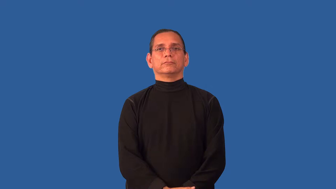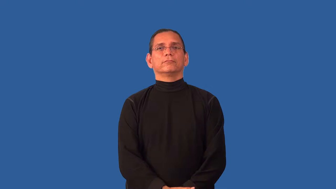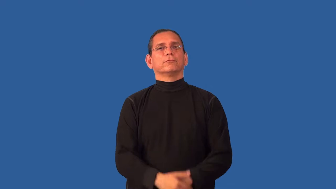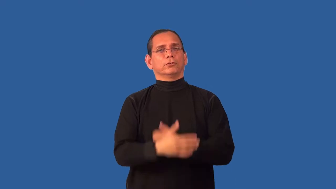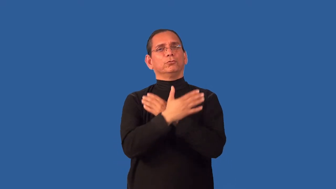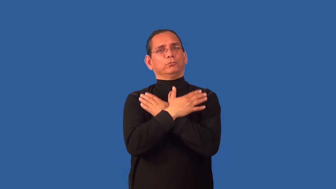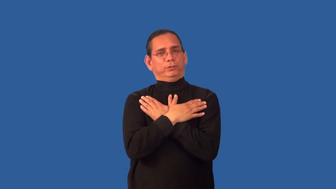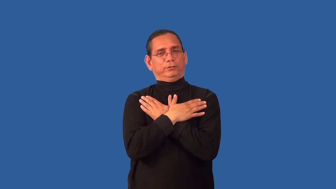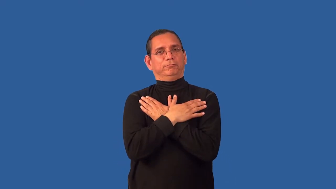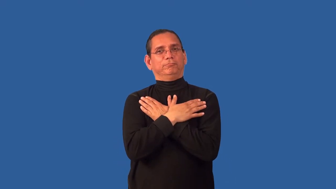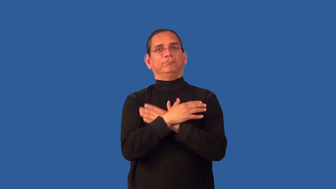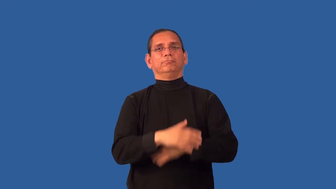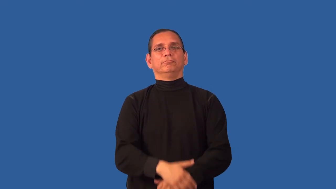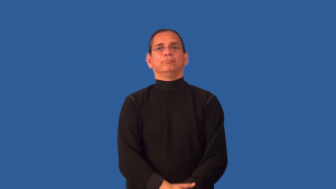unwind-relax